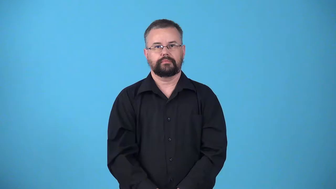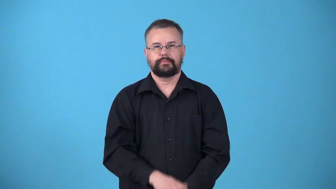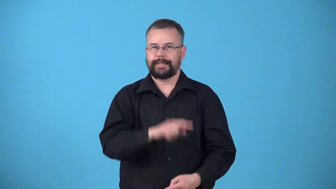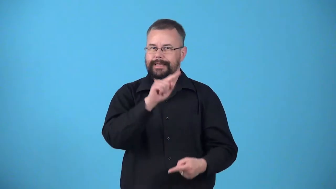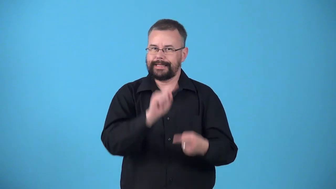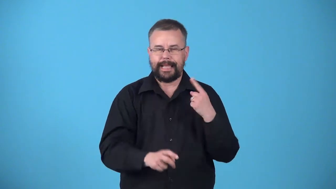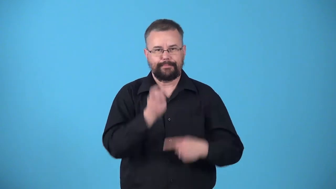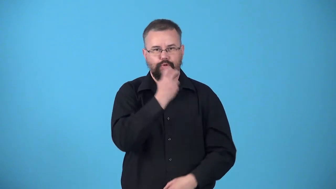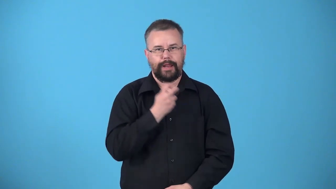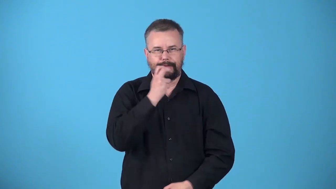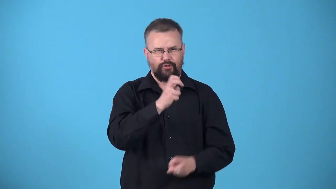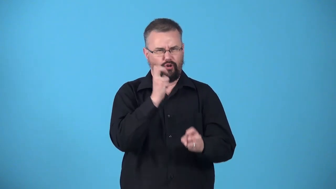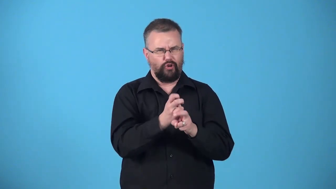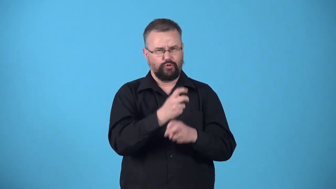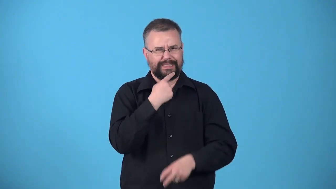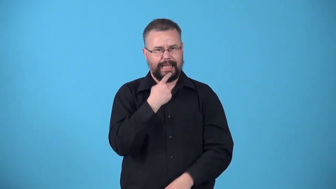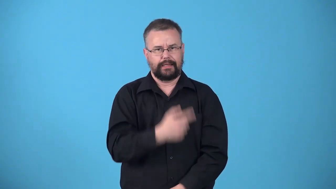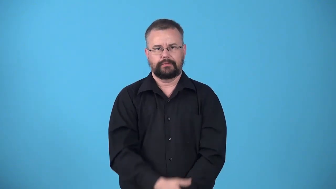unpronounceable